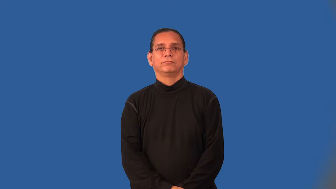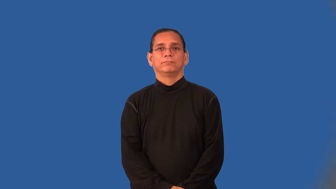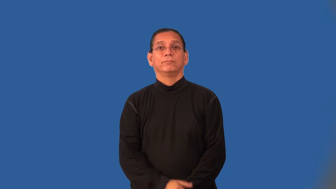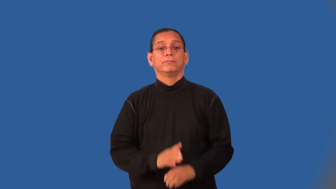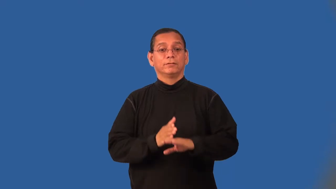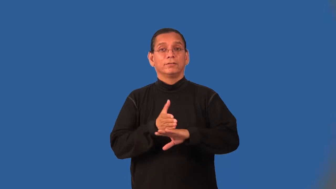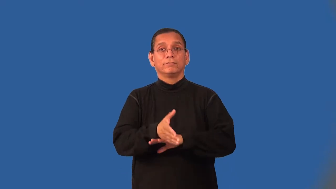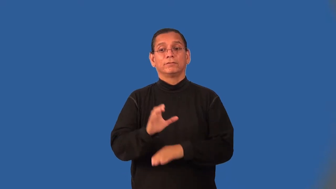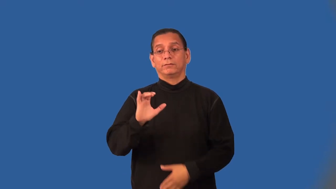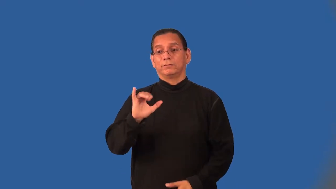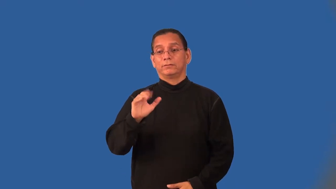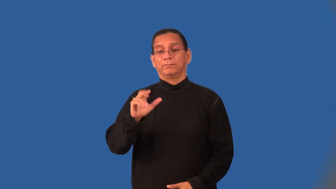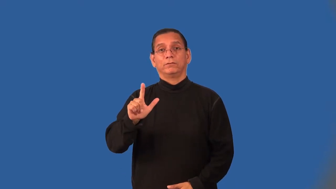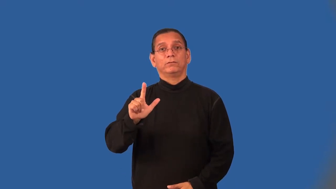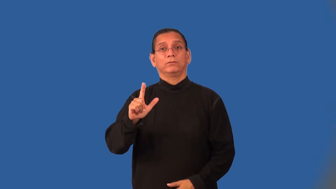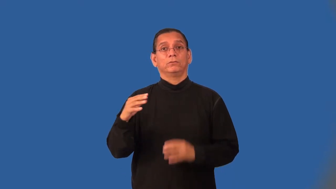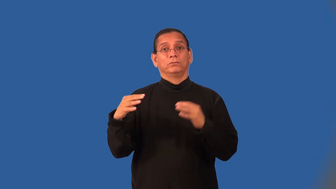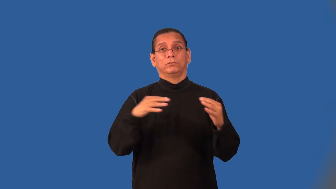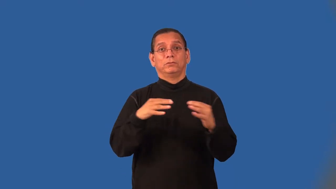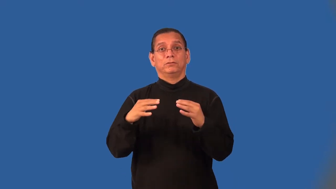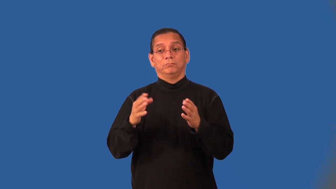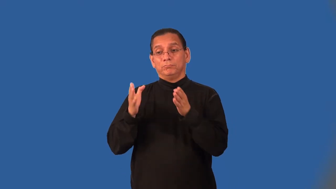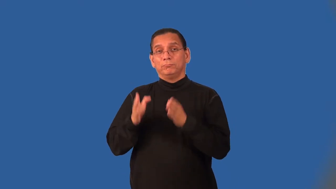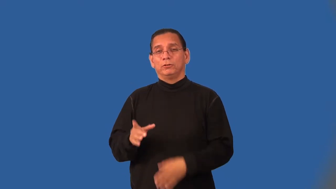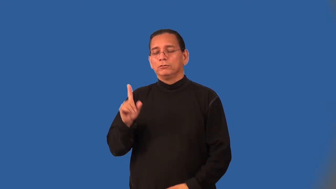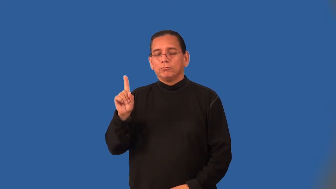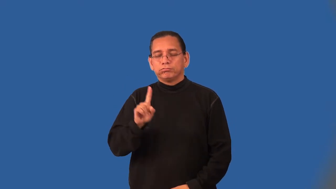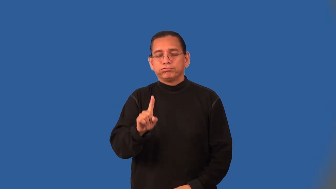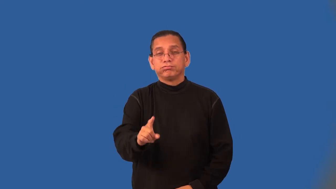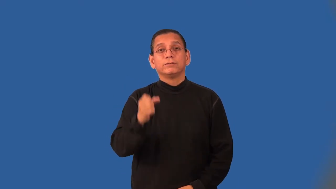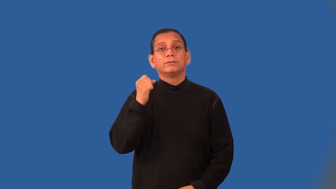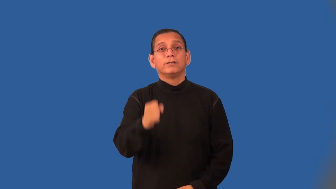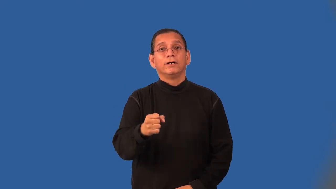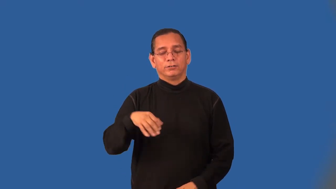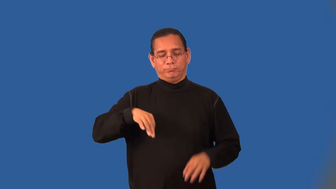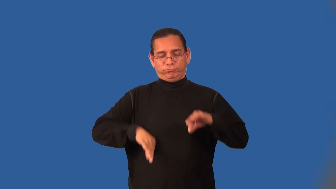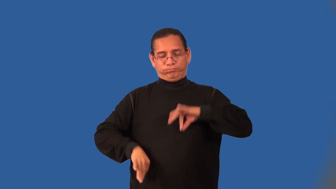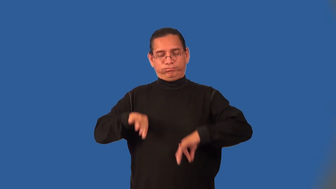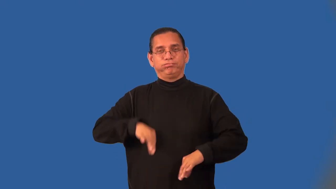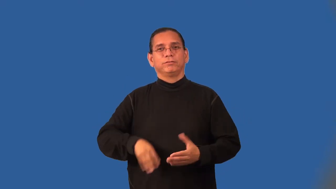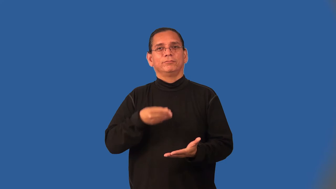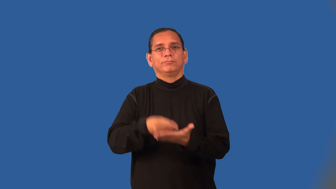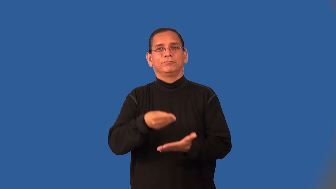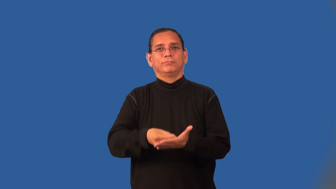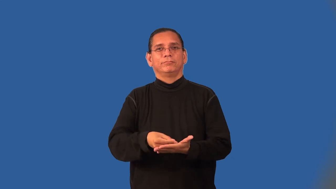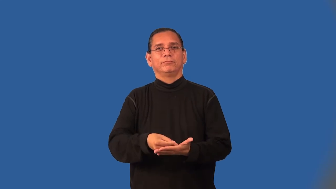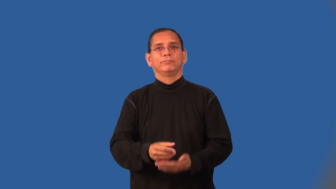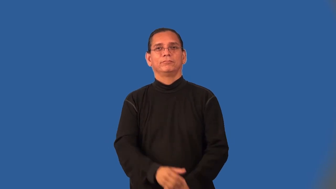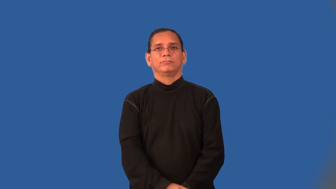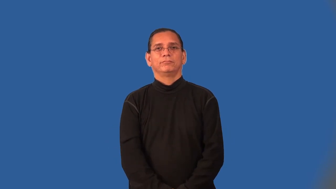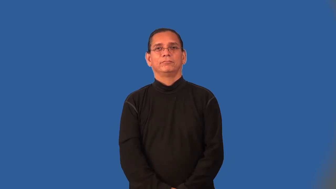carpetbagger